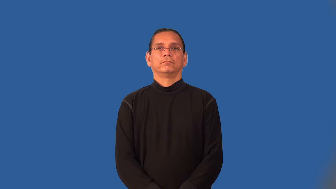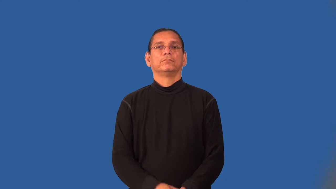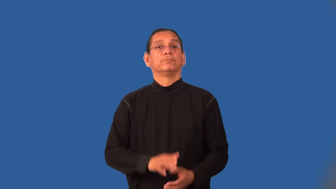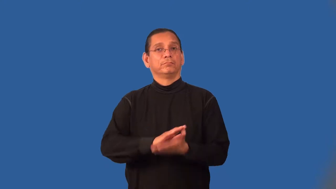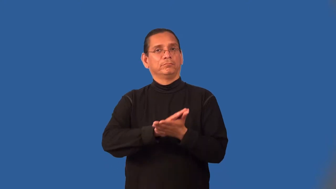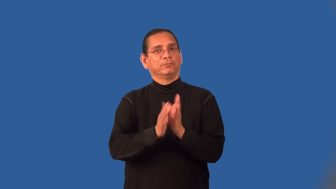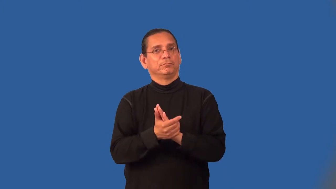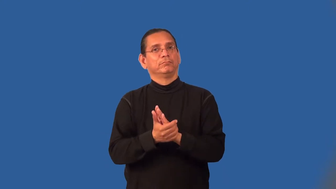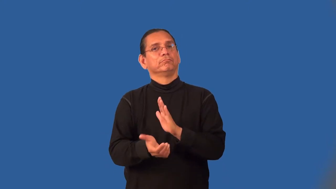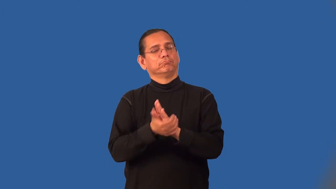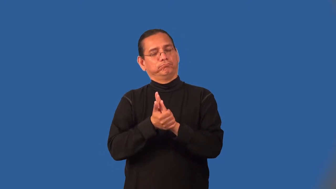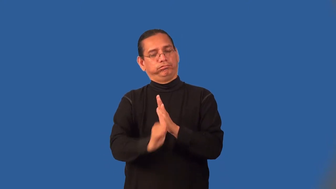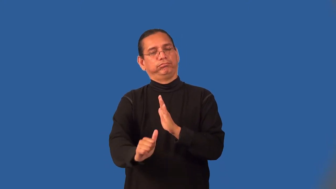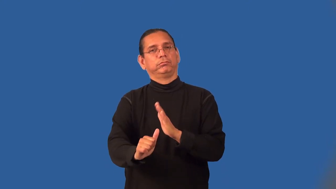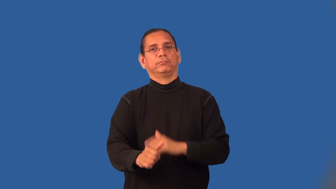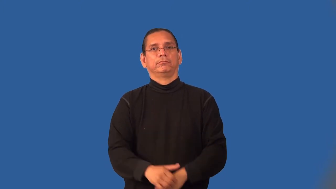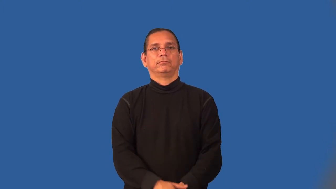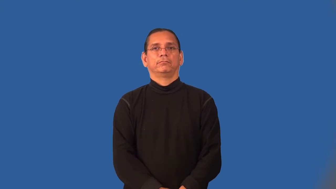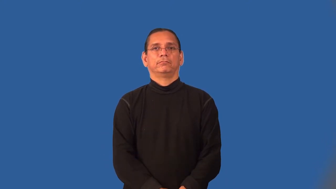master-become skilled